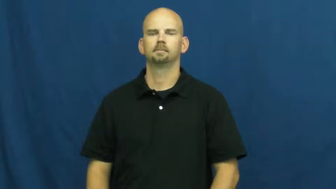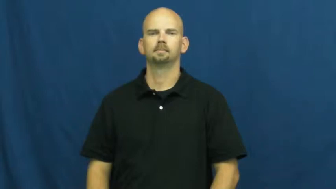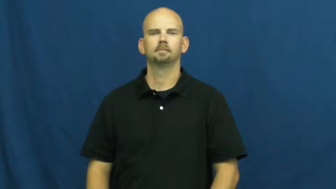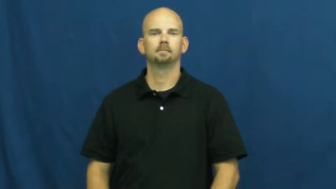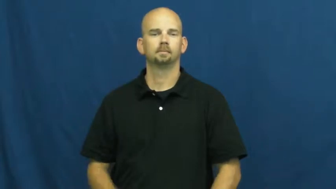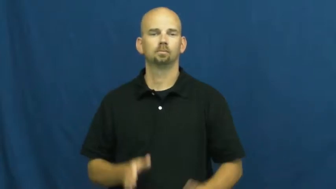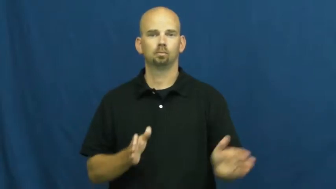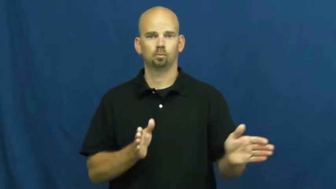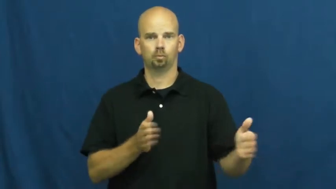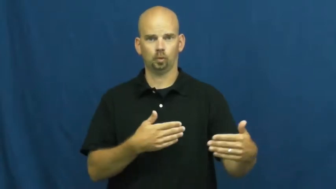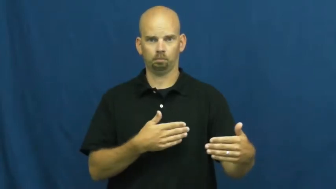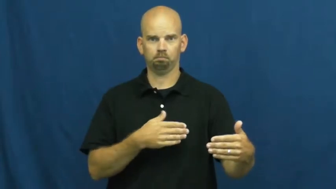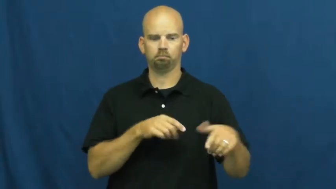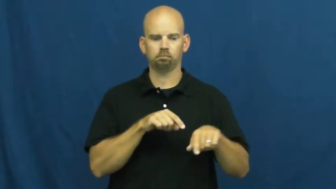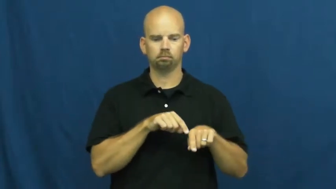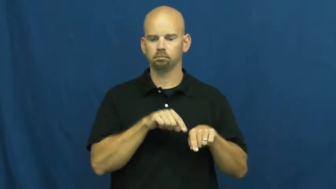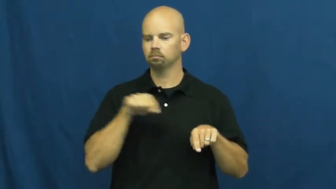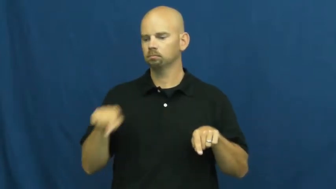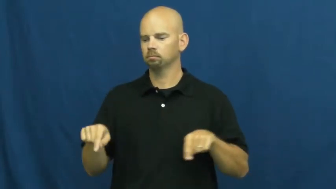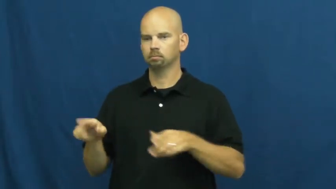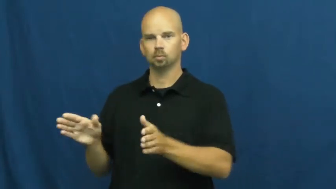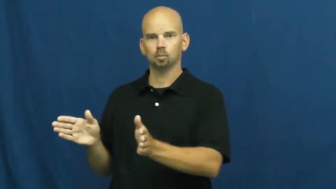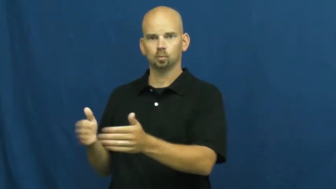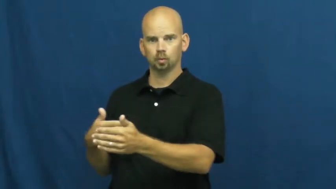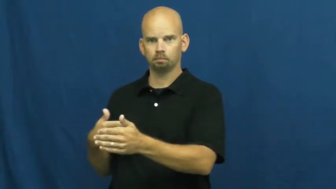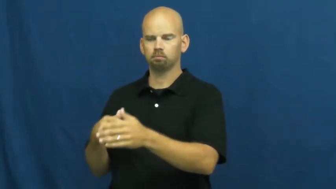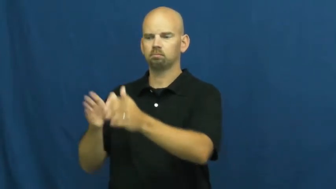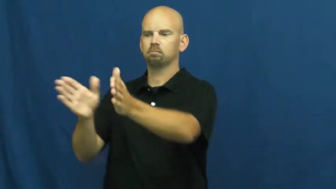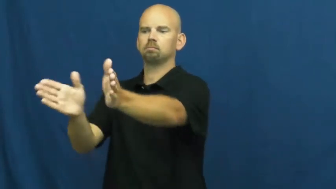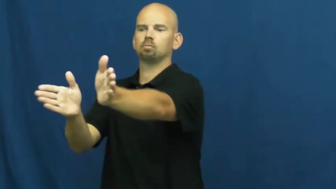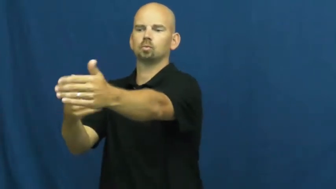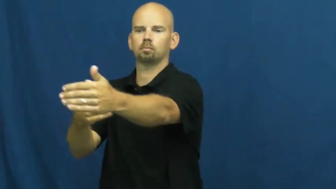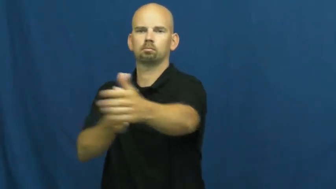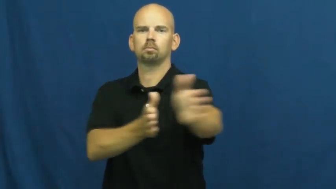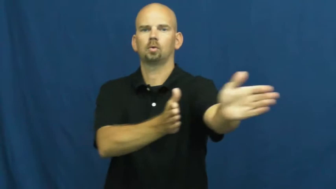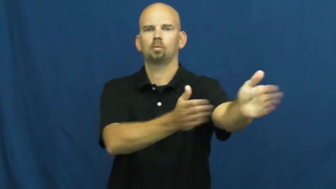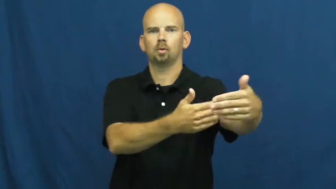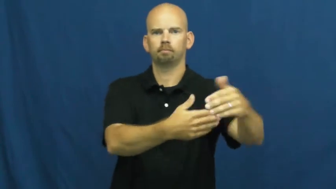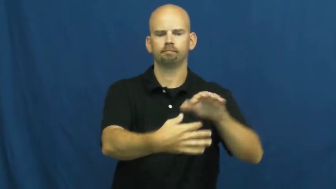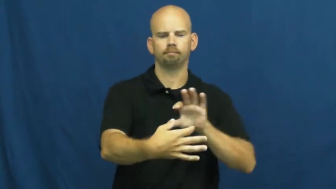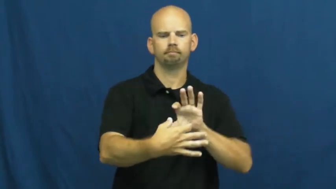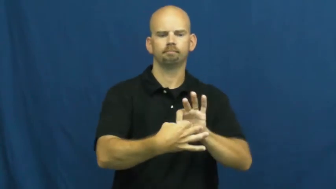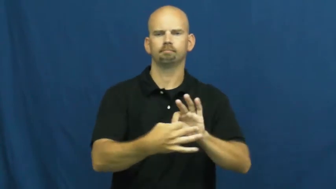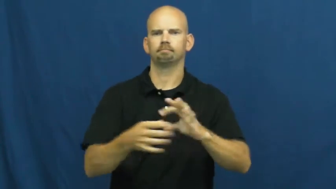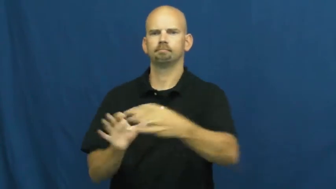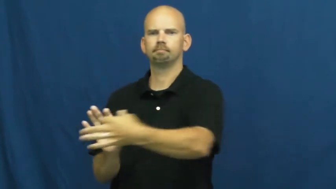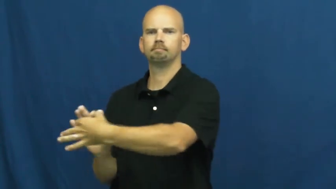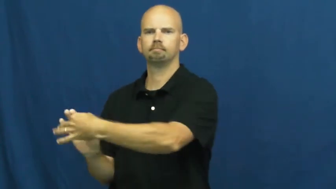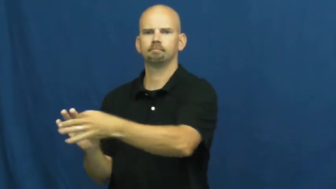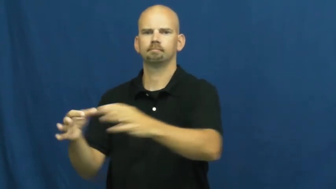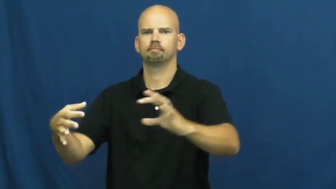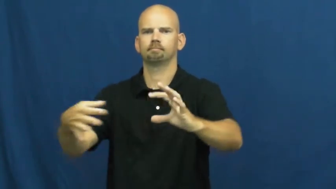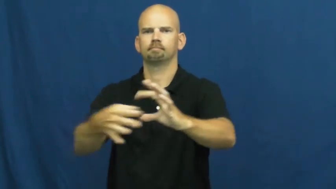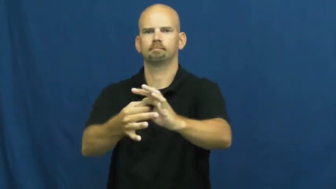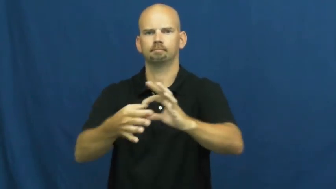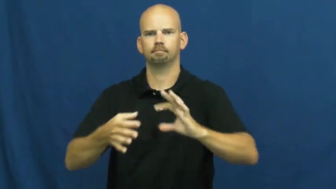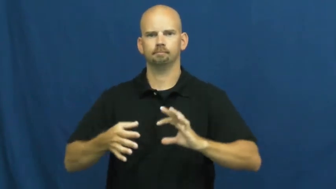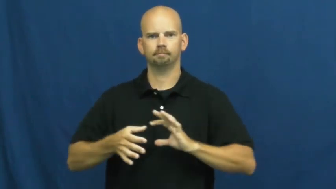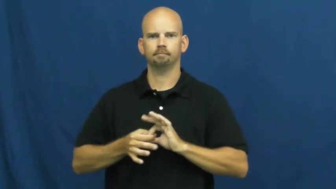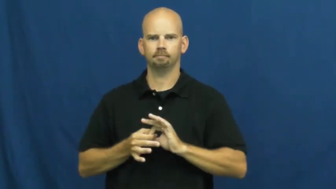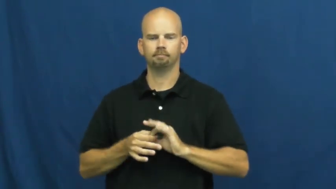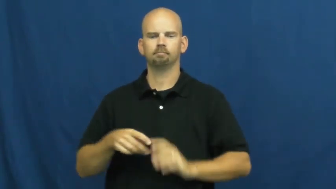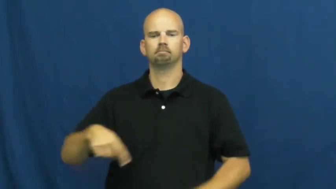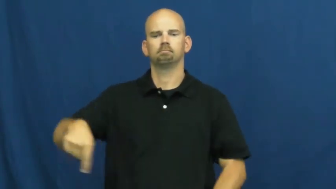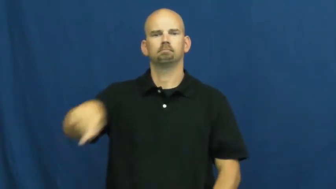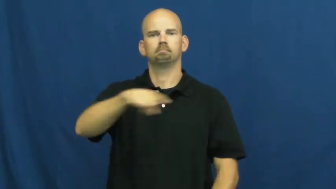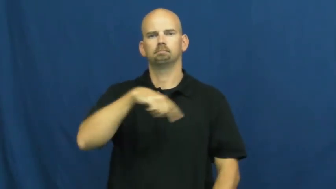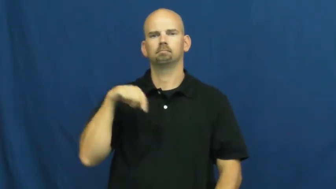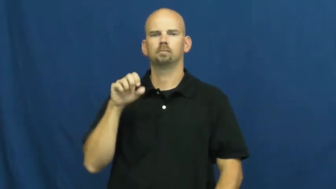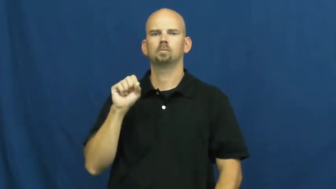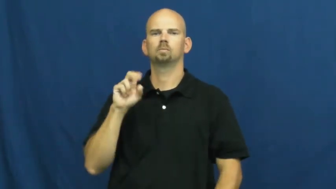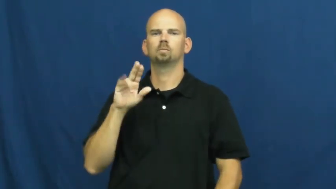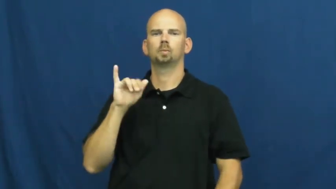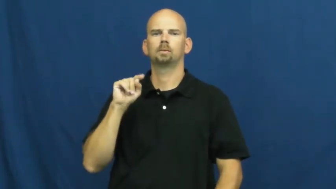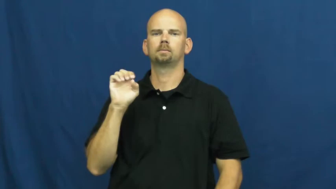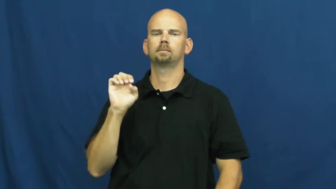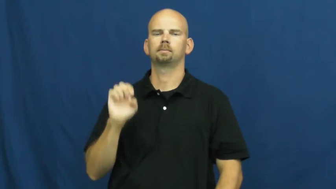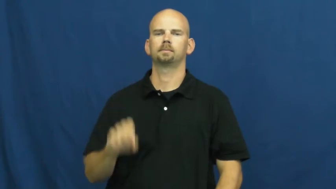suite-rooms